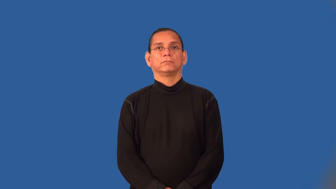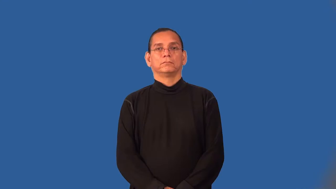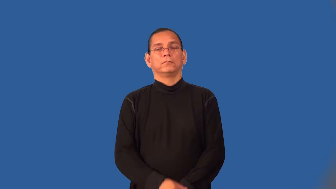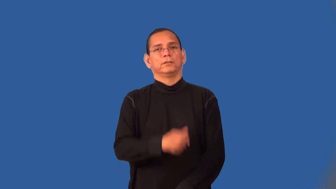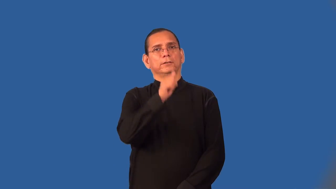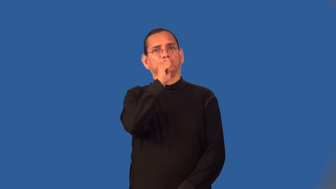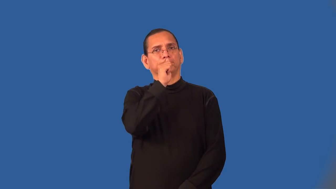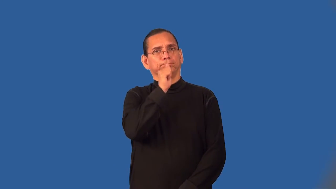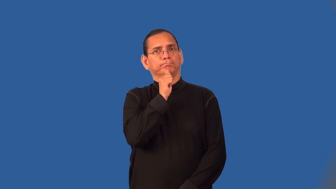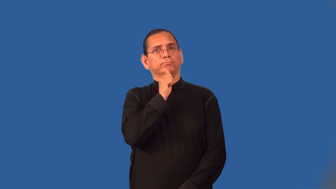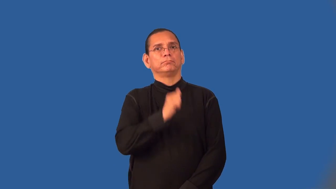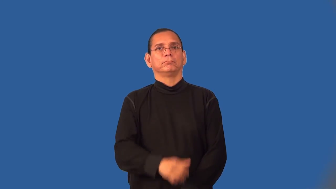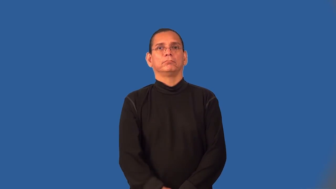weather-be strong